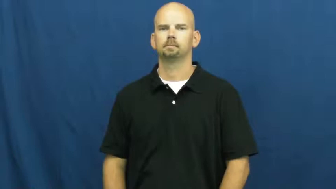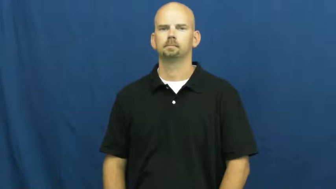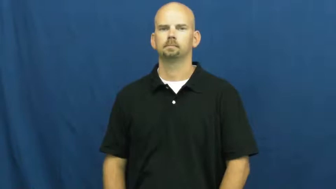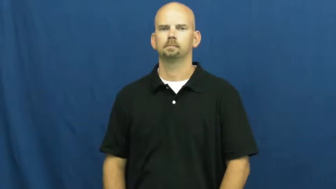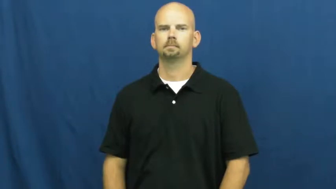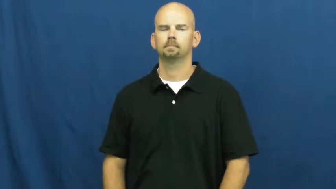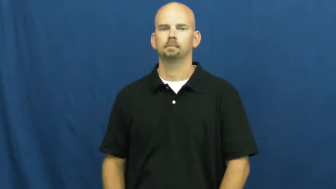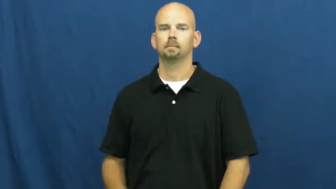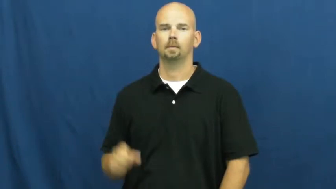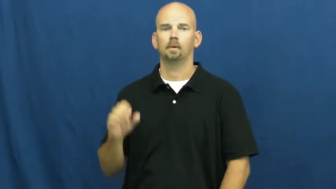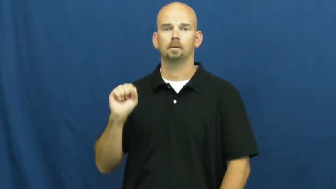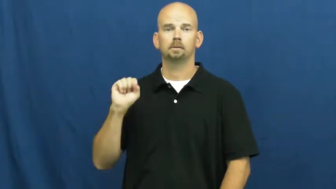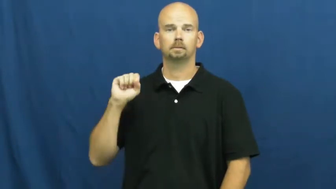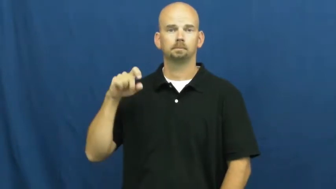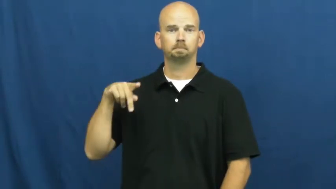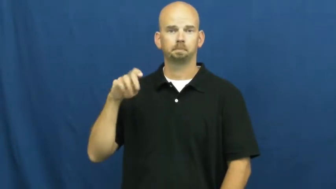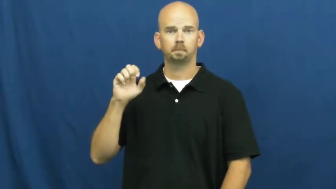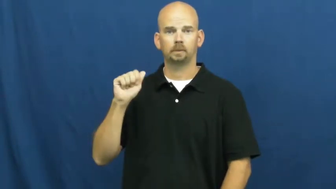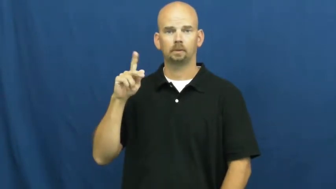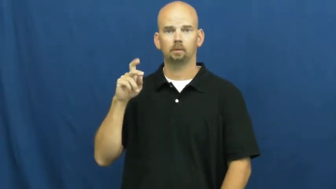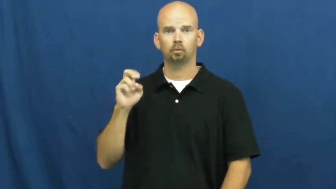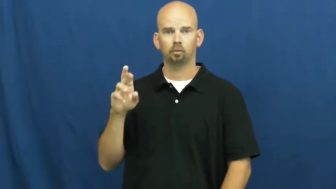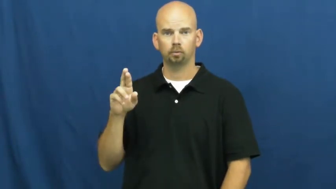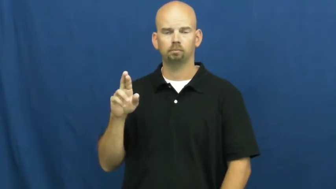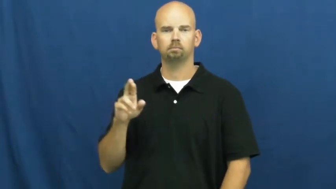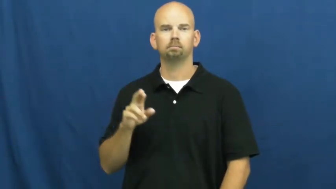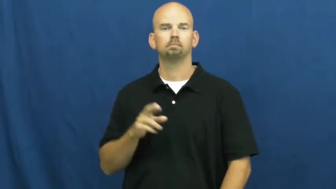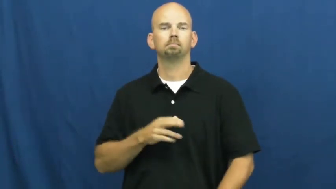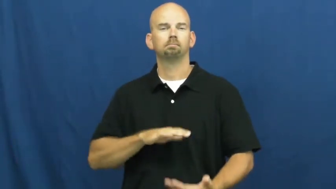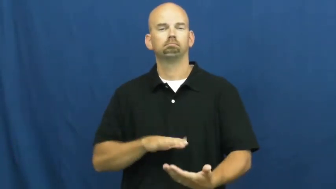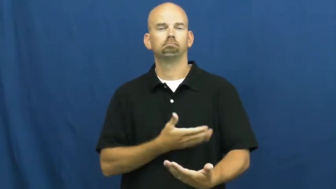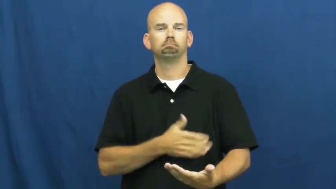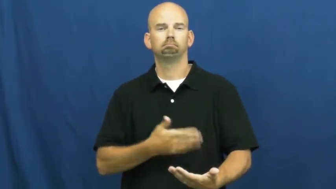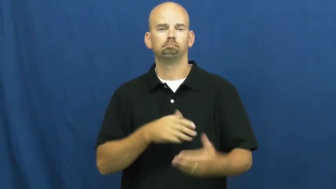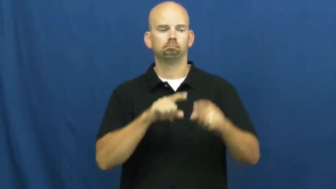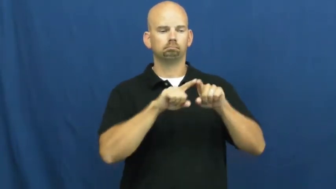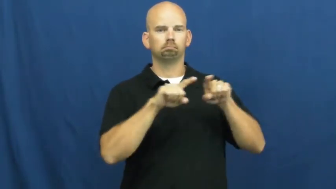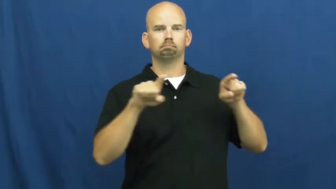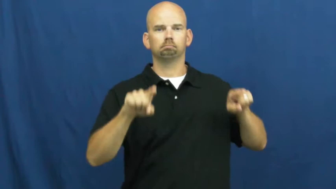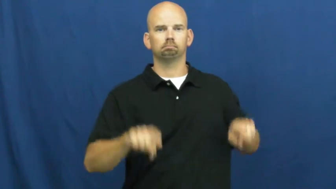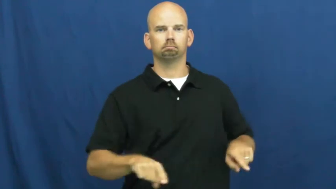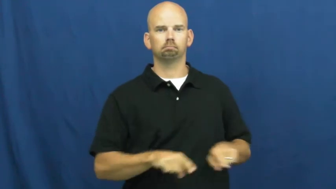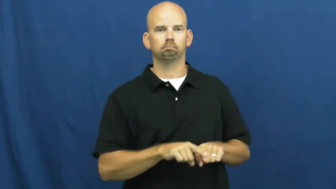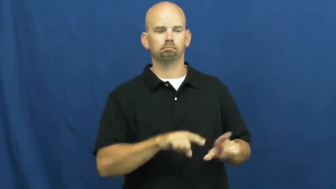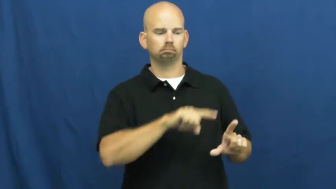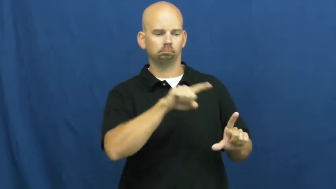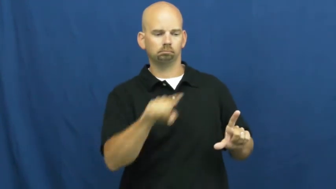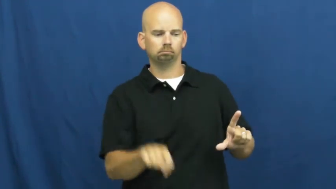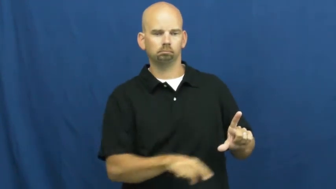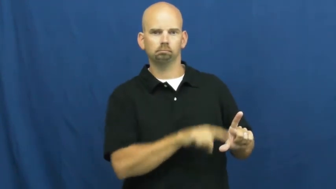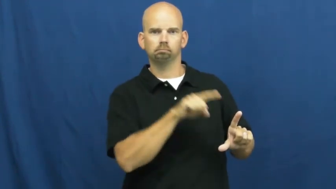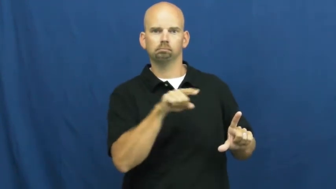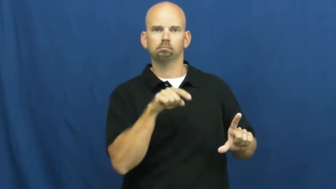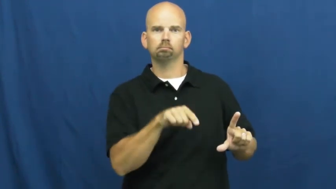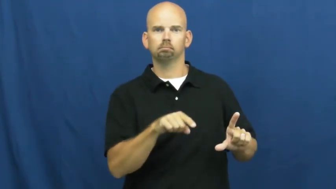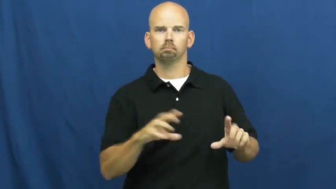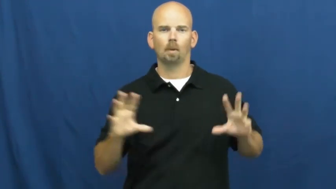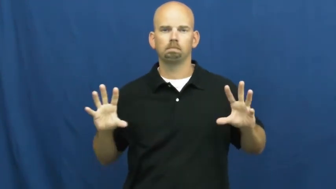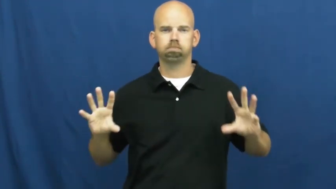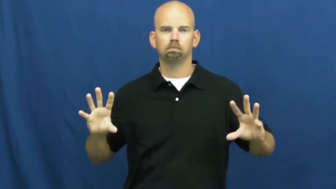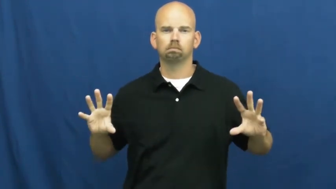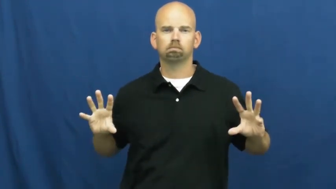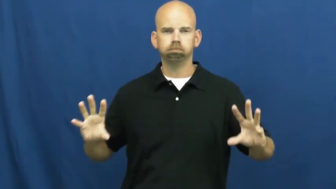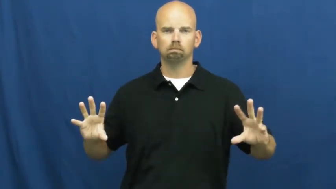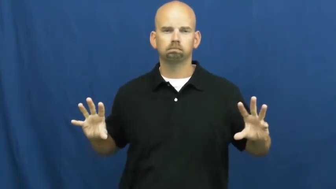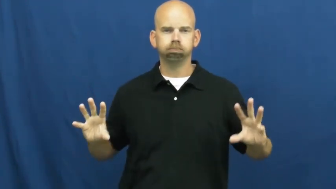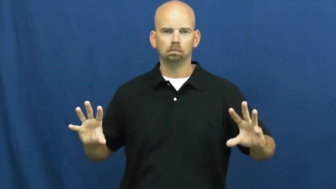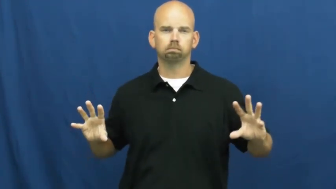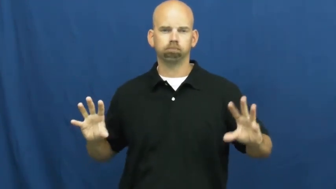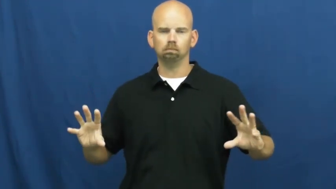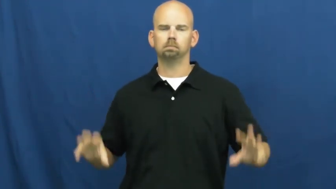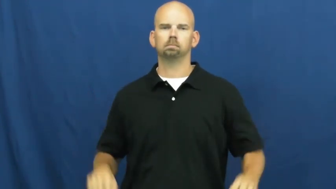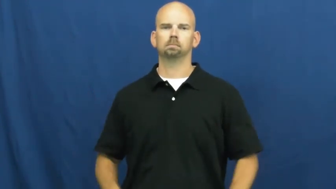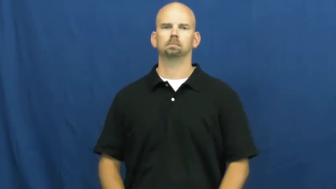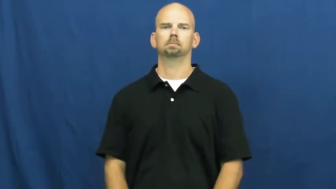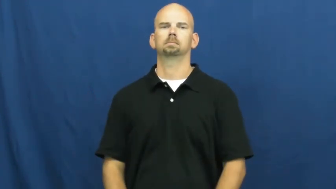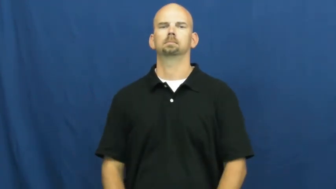speaker,loudspeaker-music